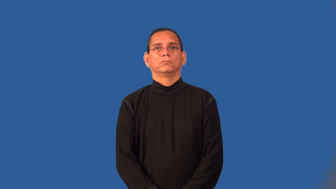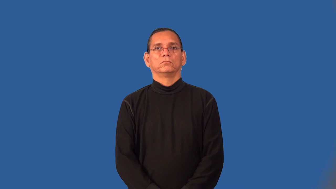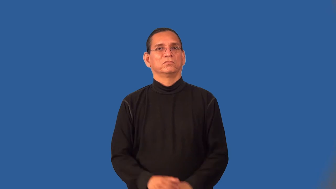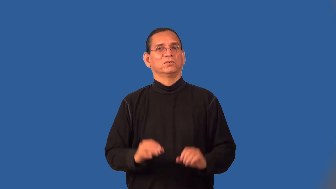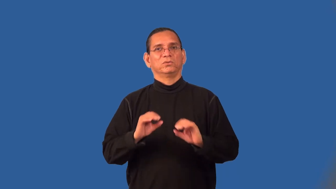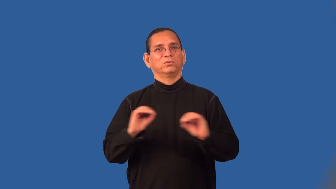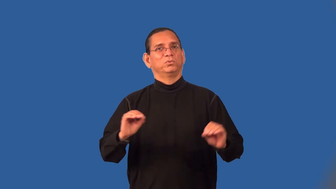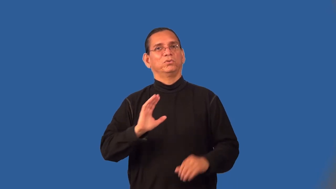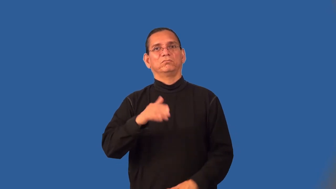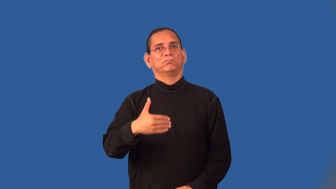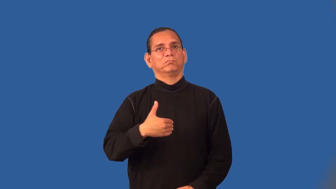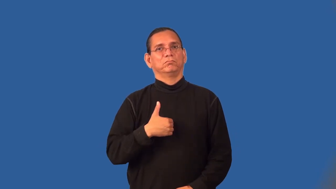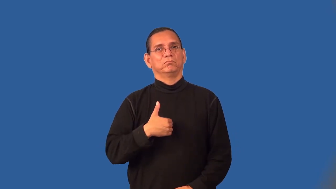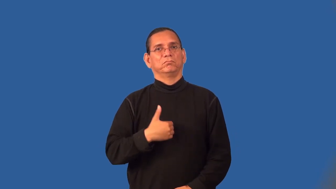soulless